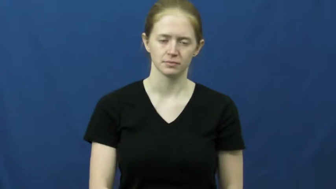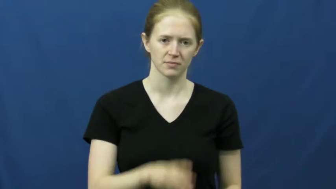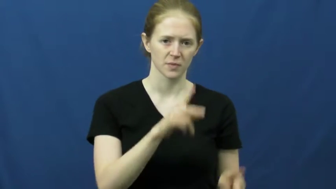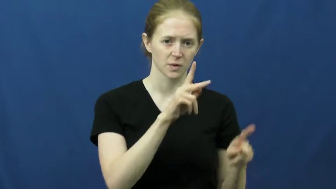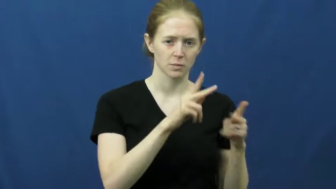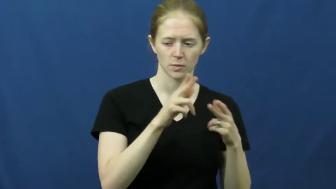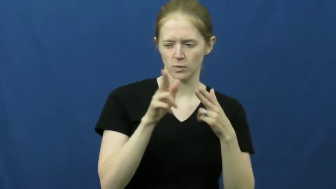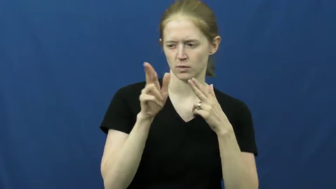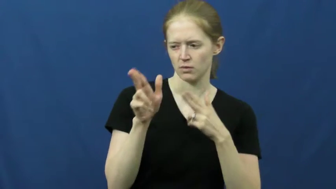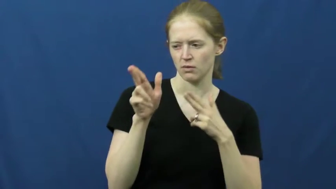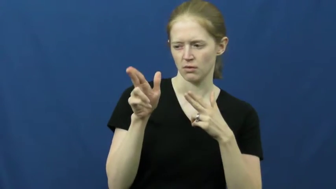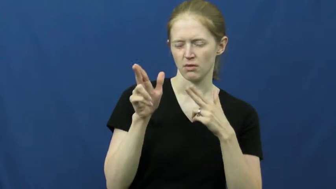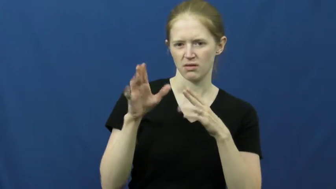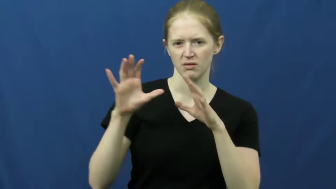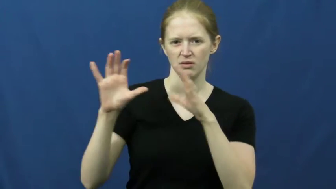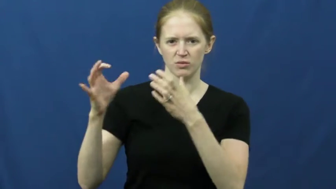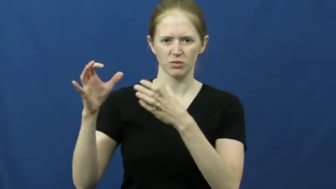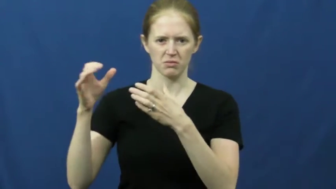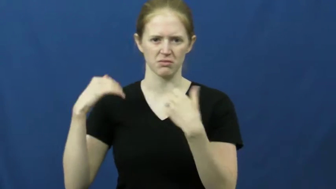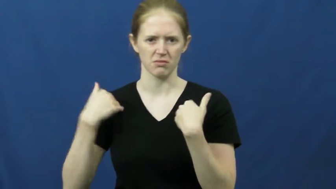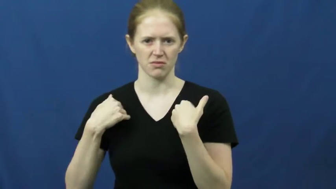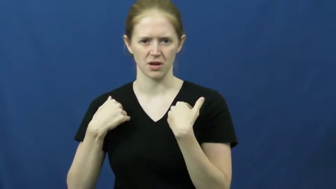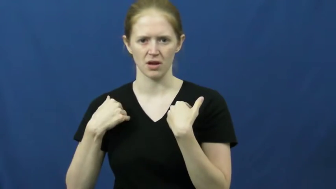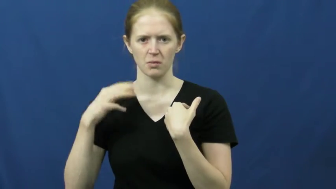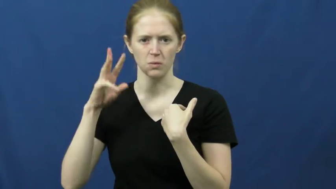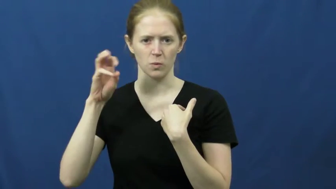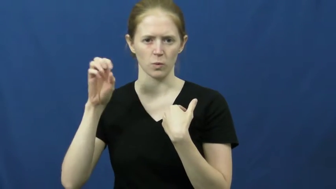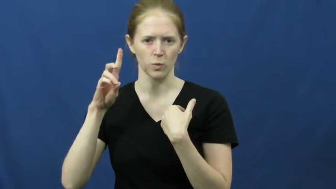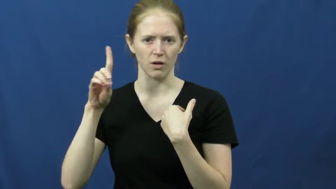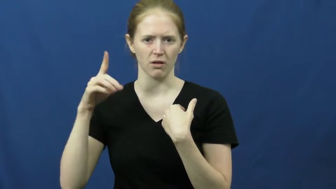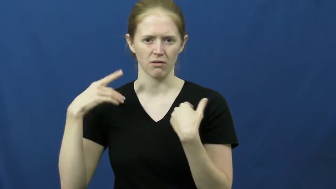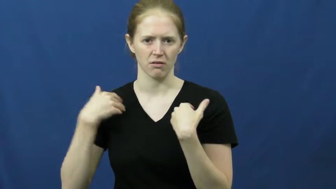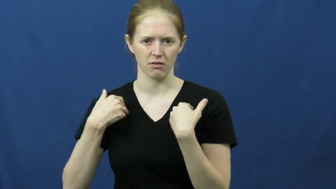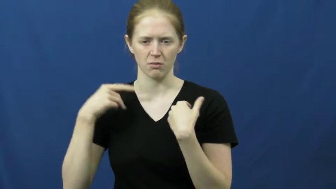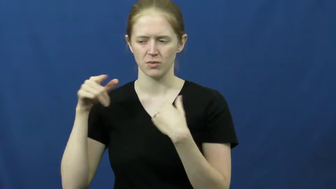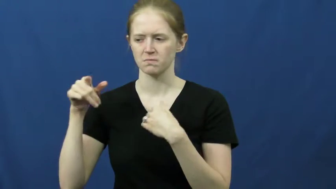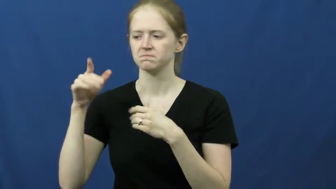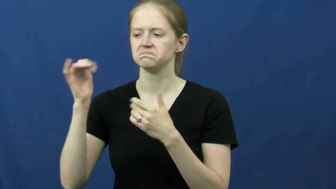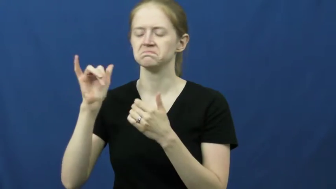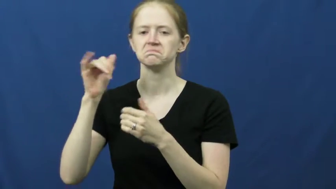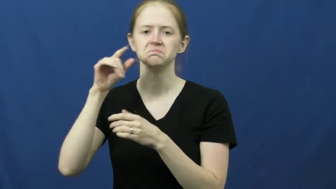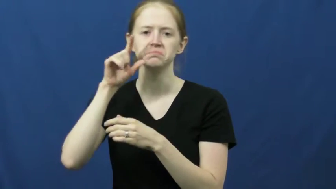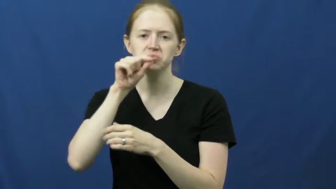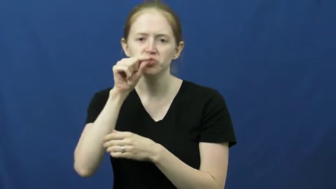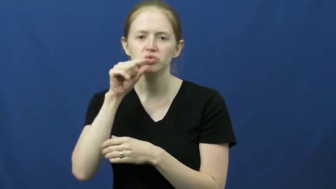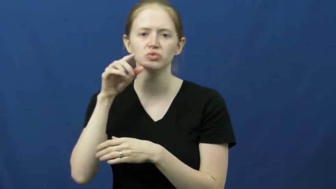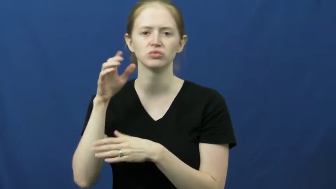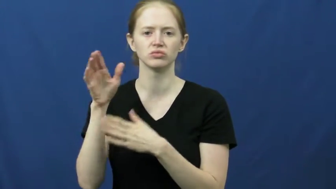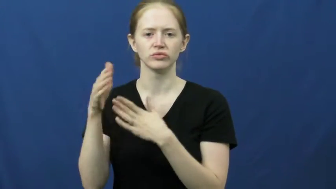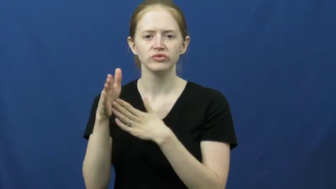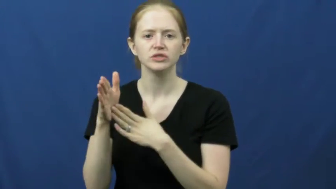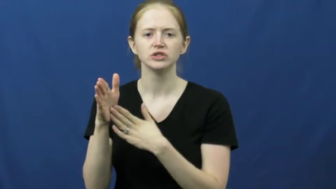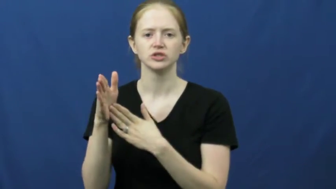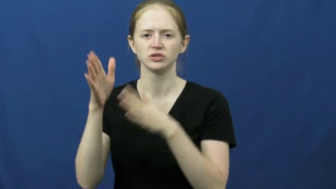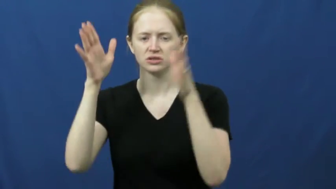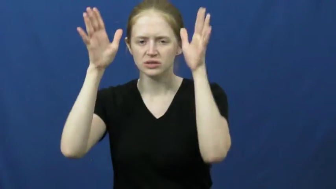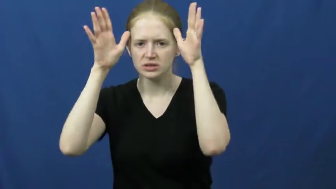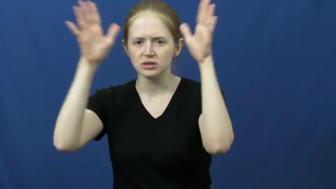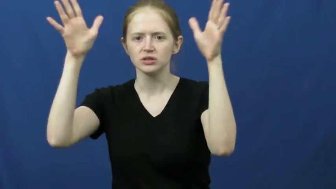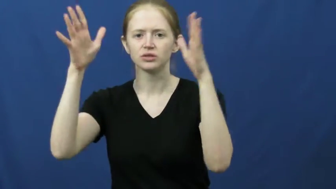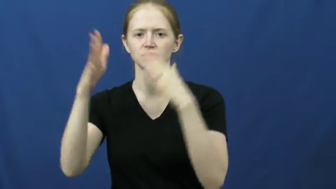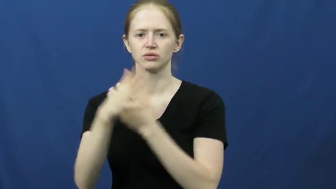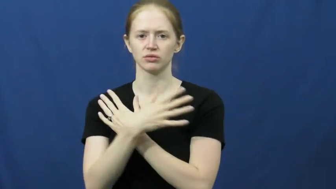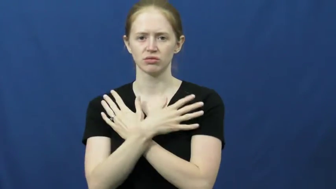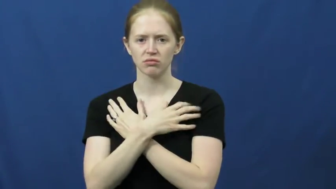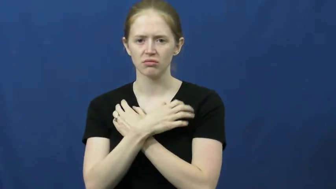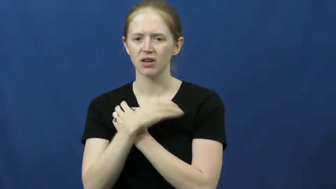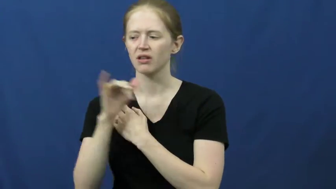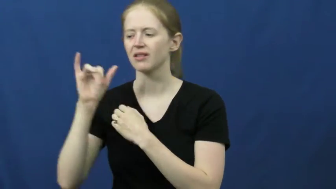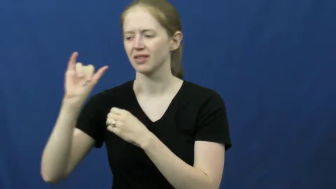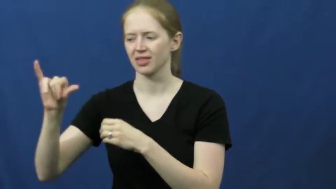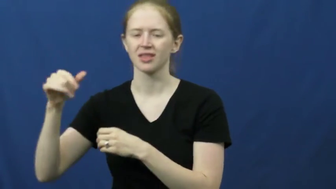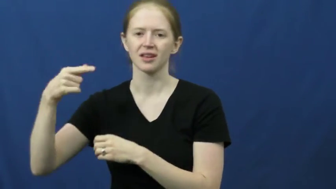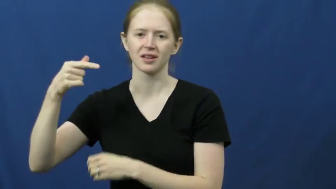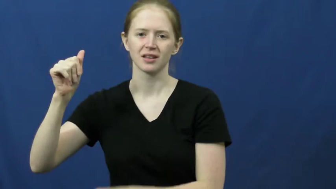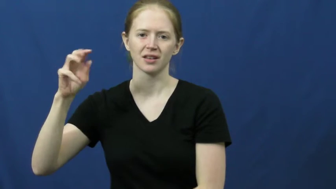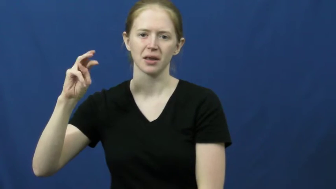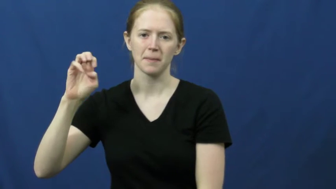game-animals